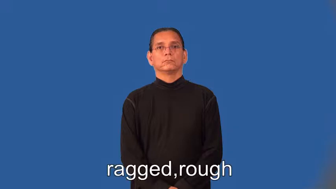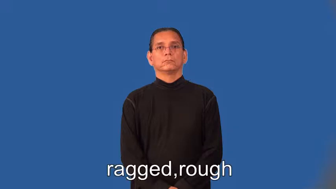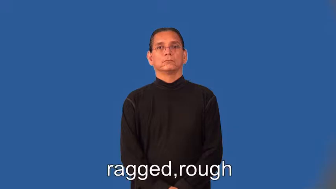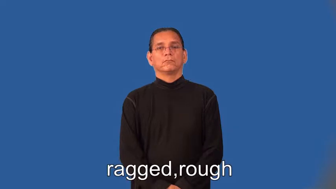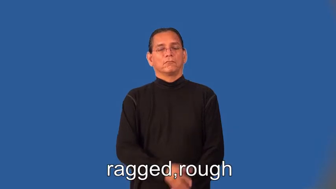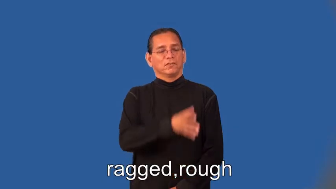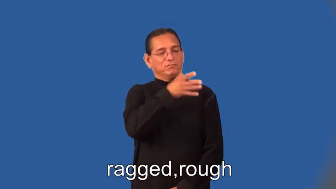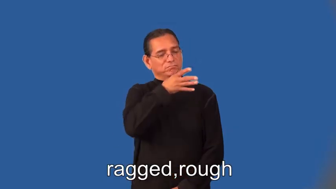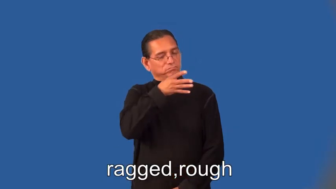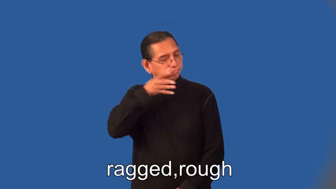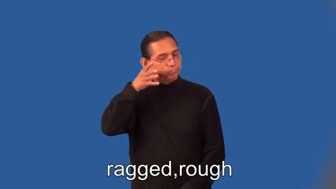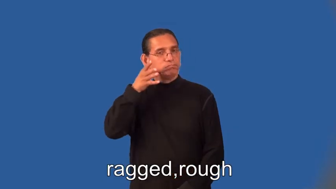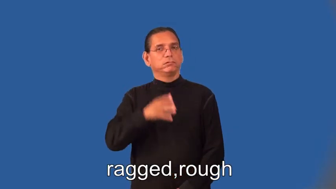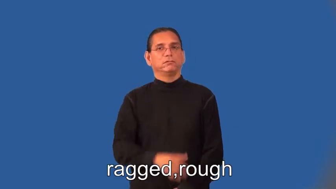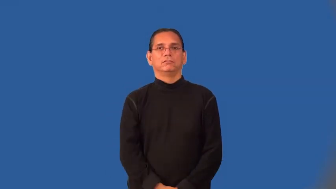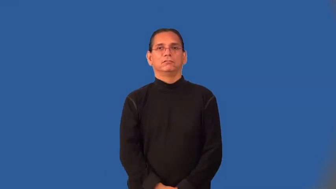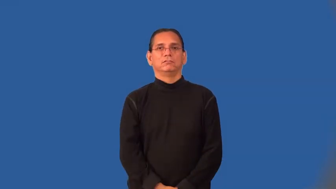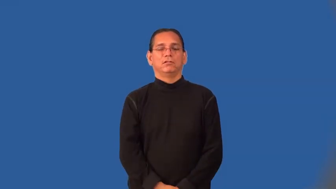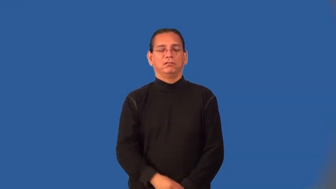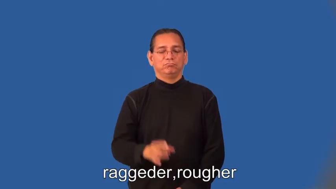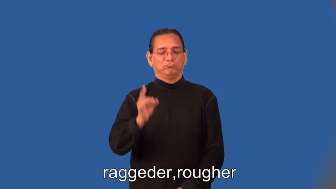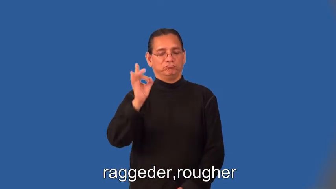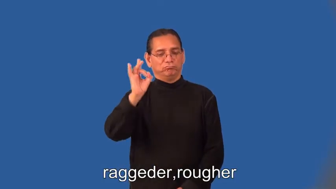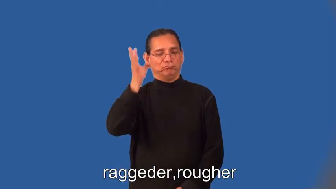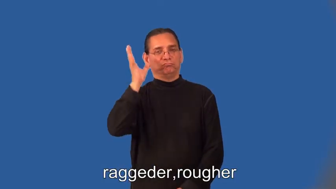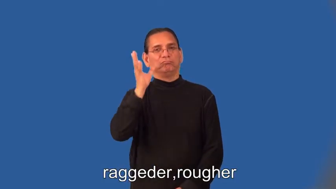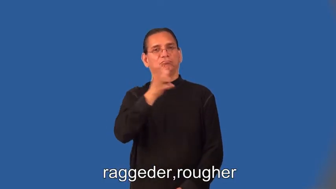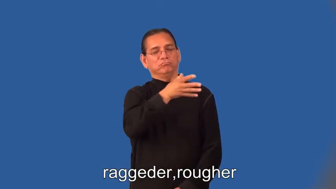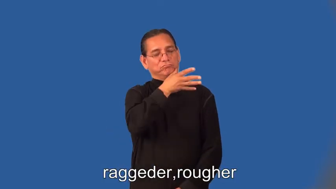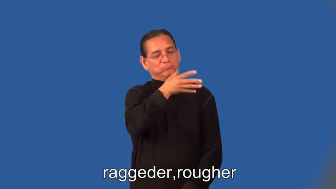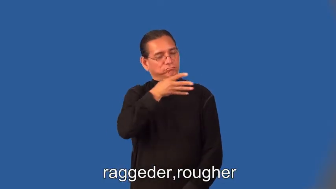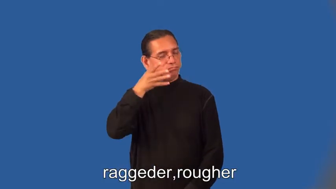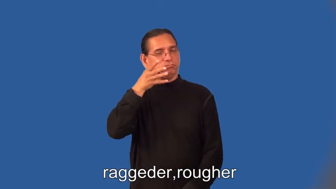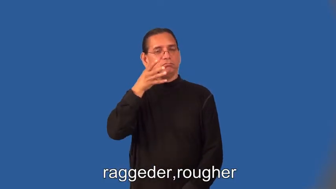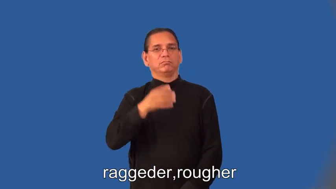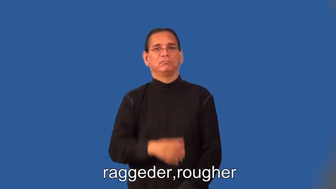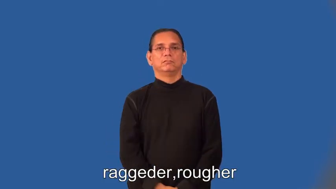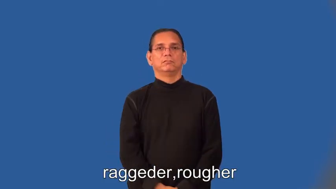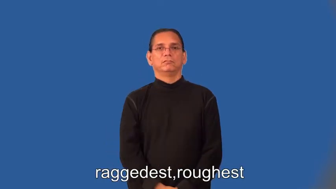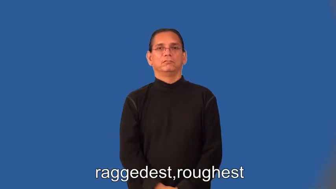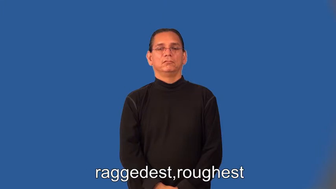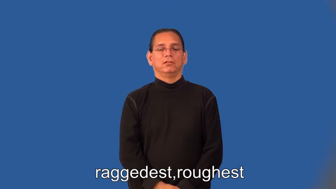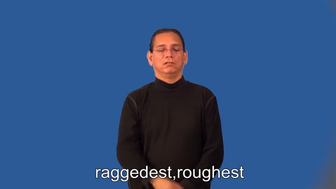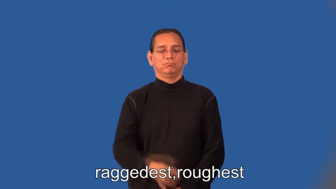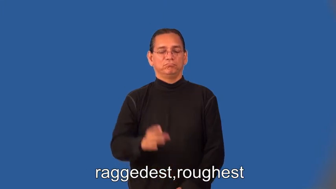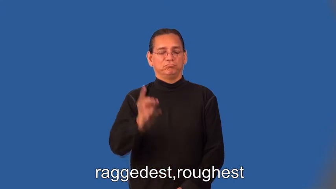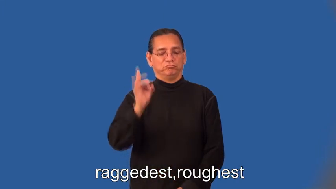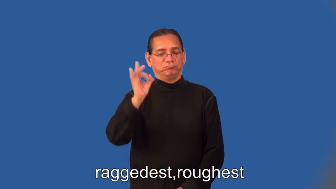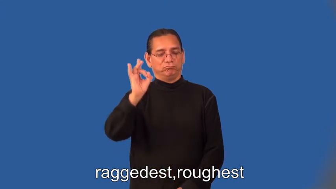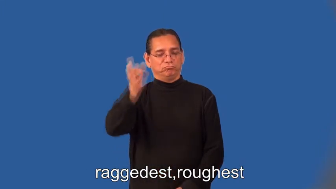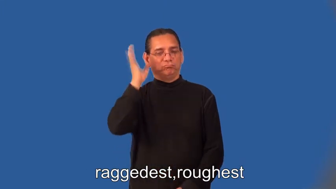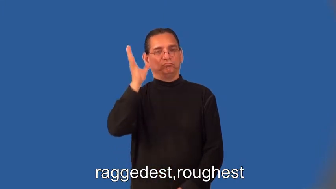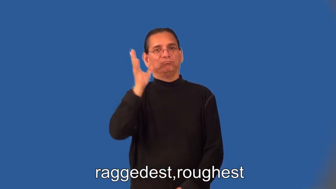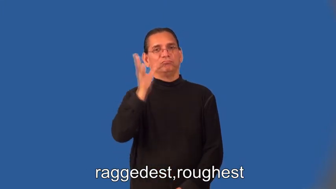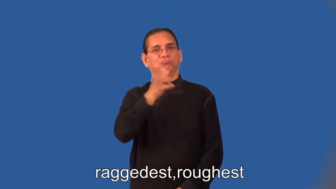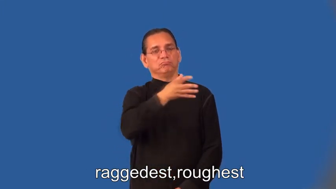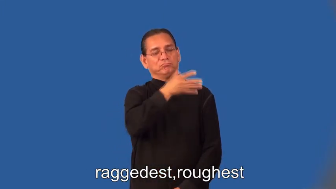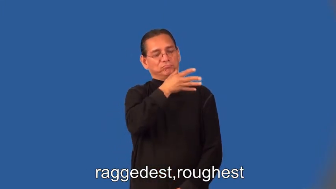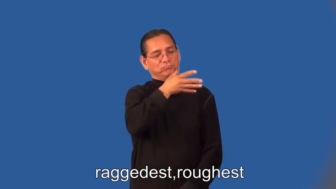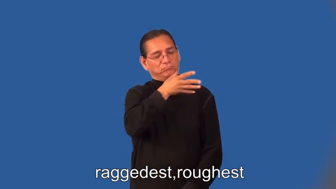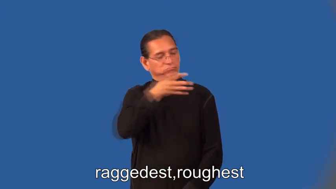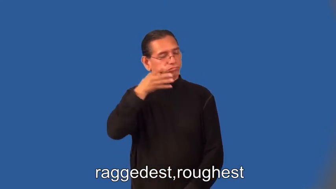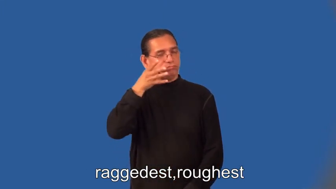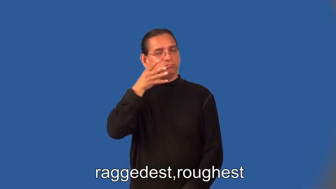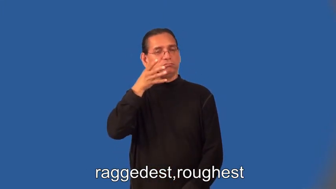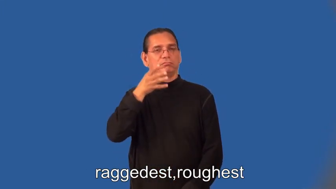raggeder,rougher,raggedest,raggeder